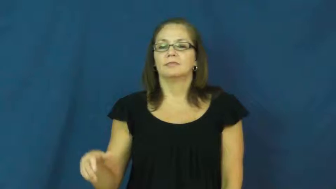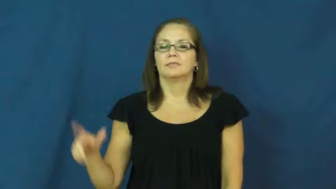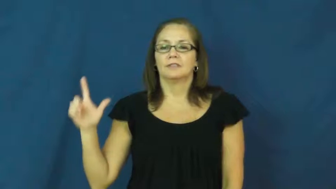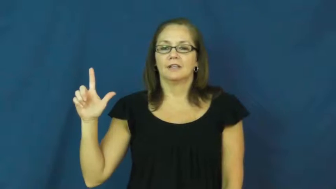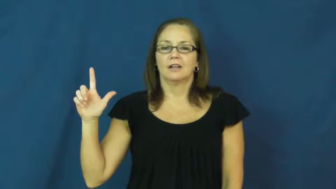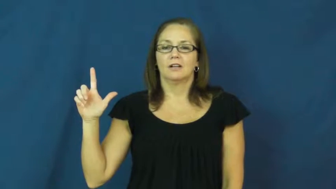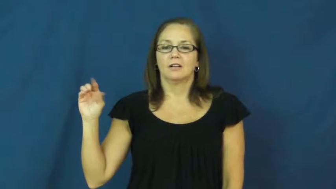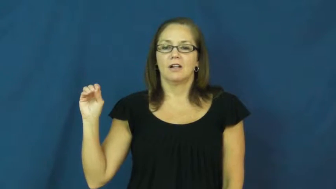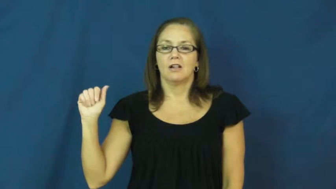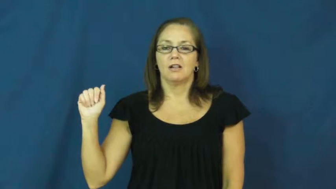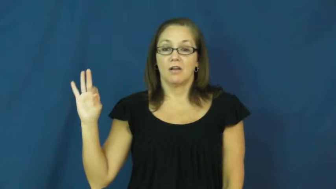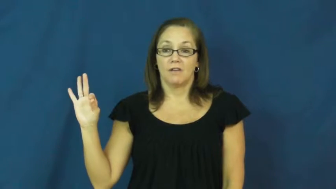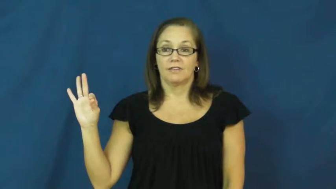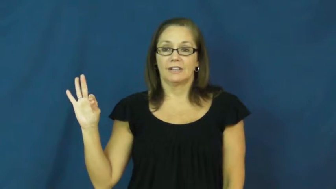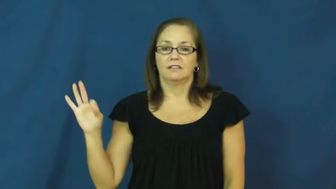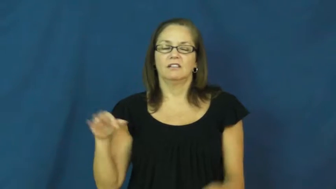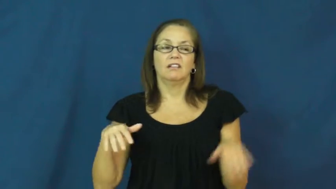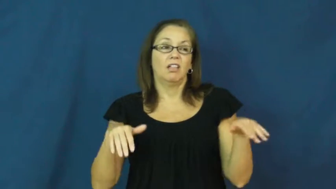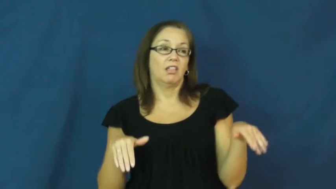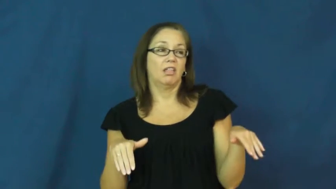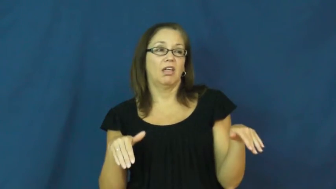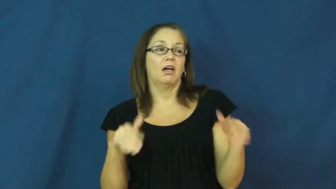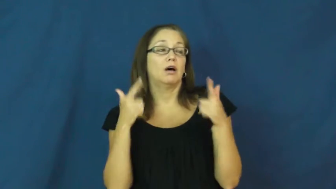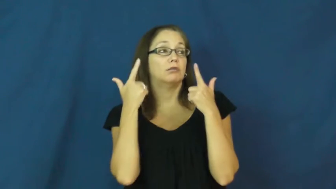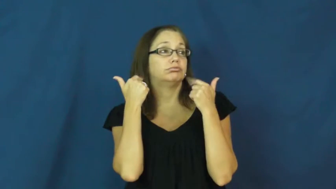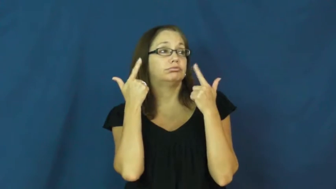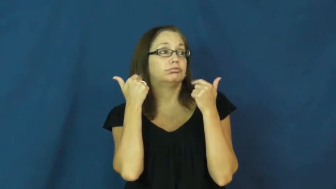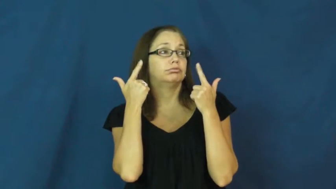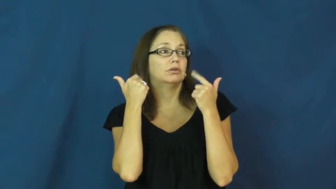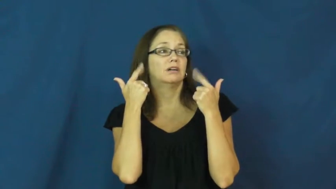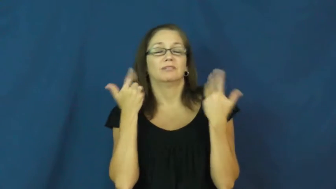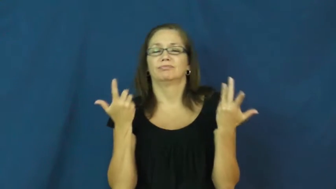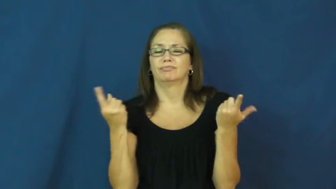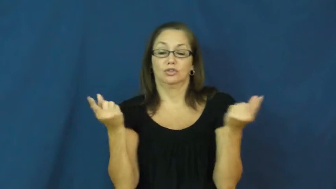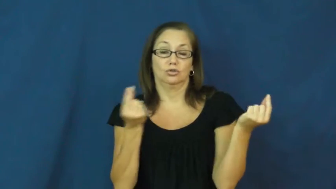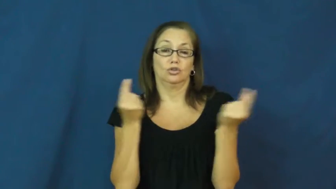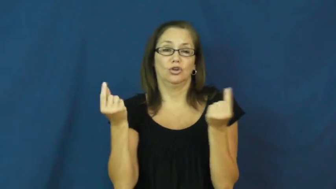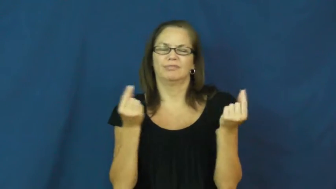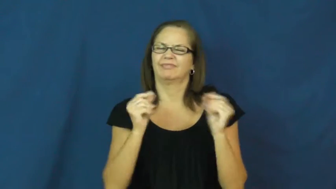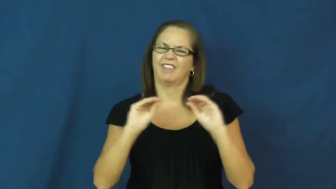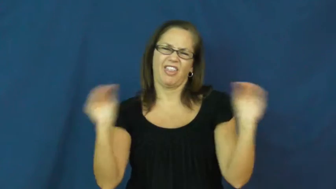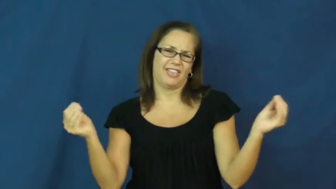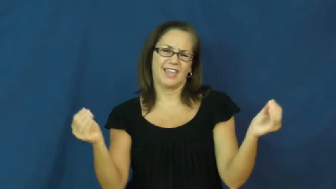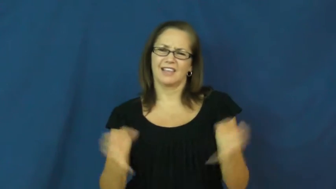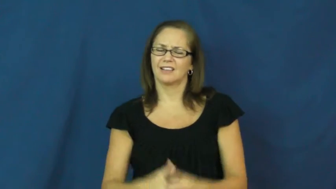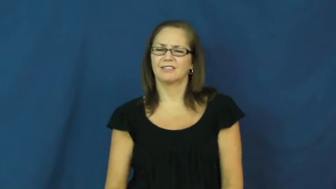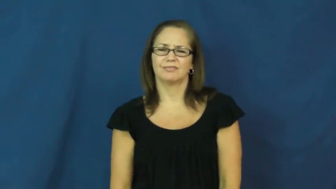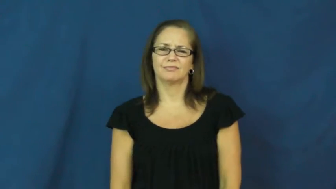loaf-verb